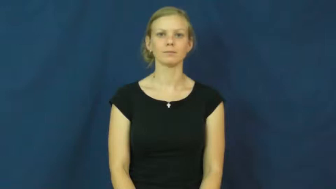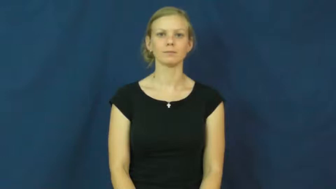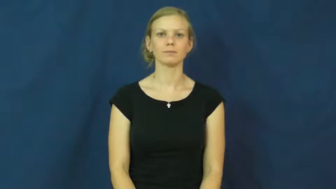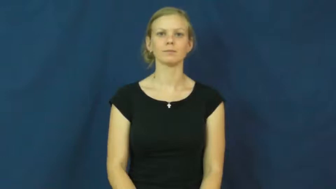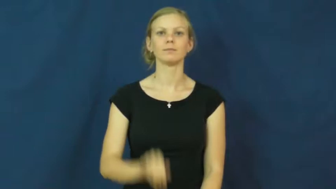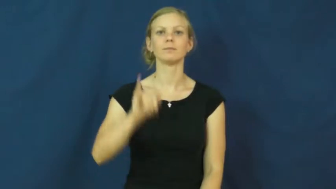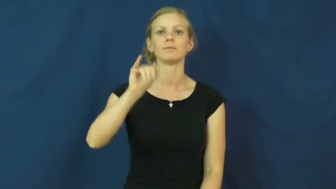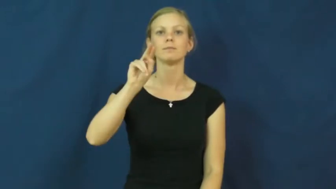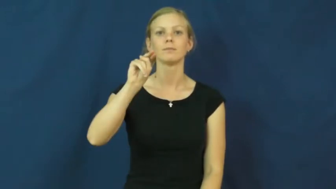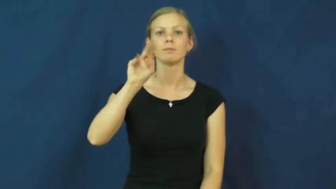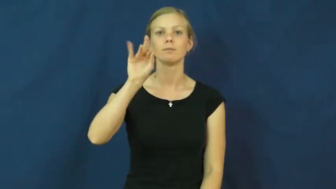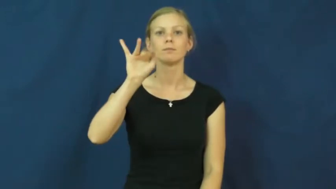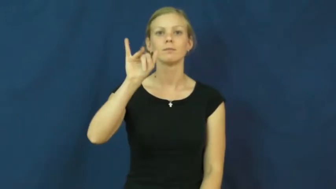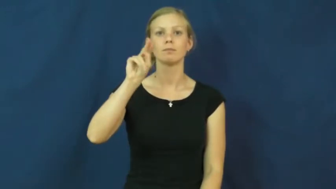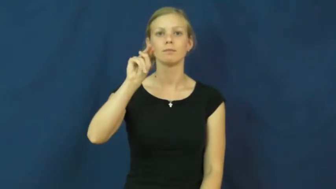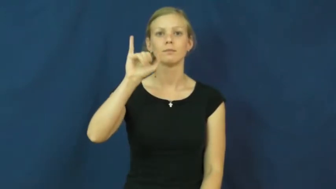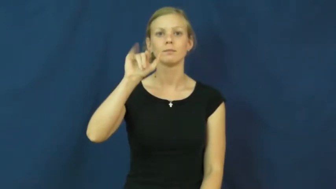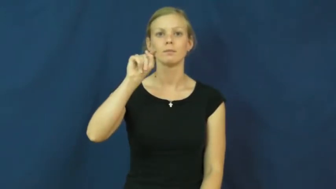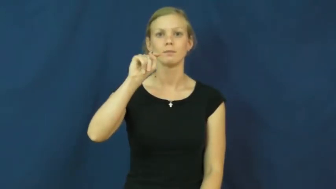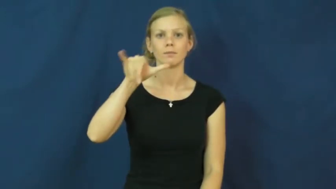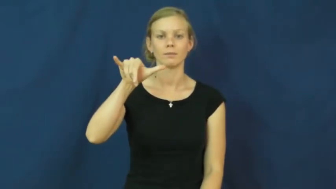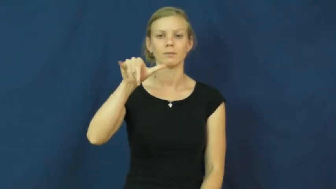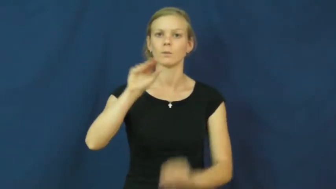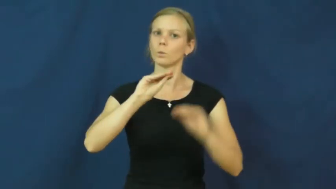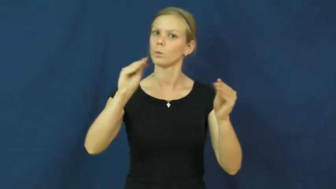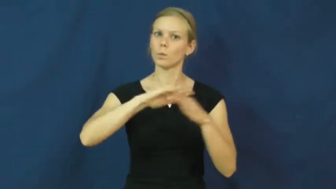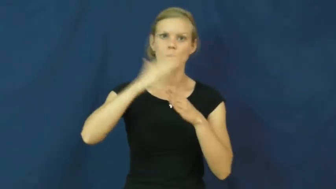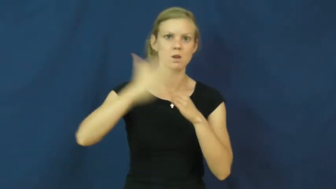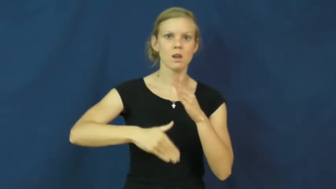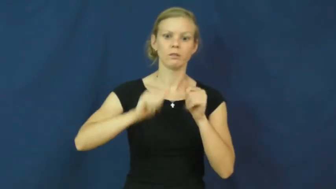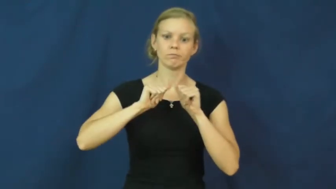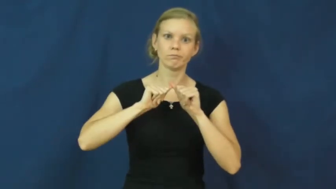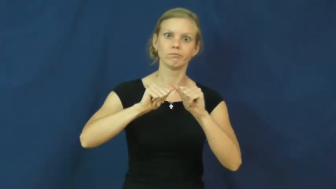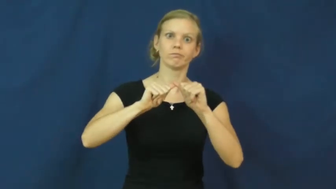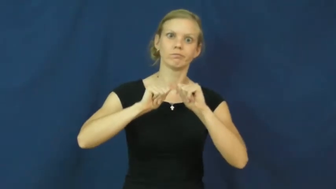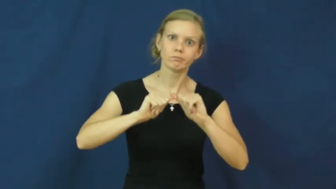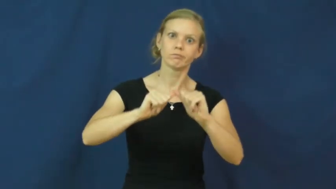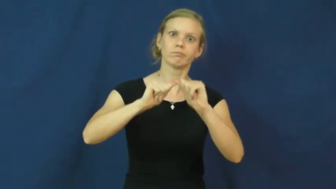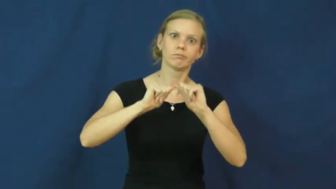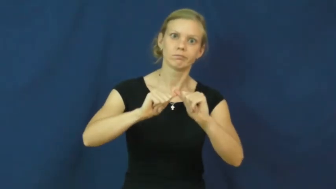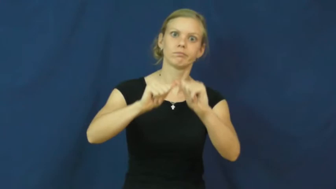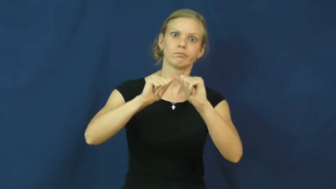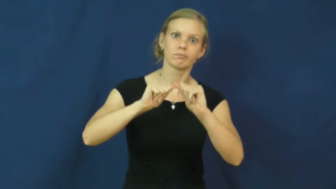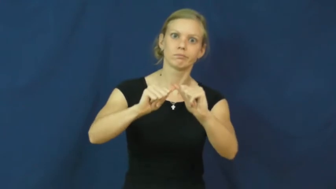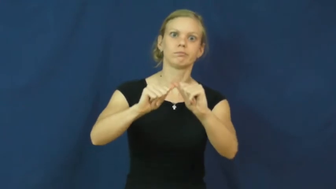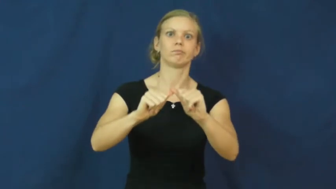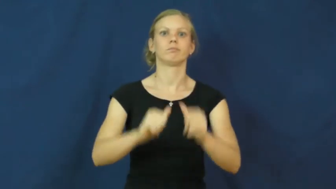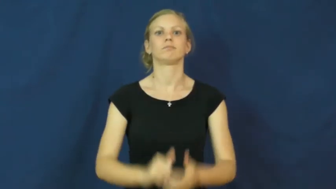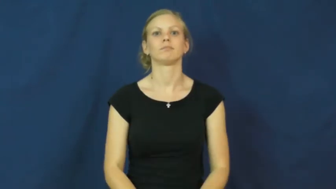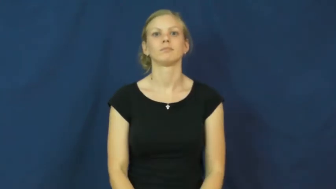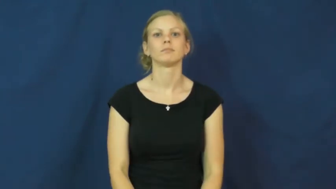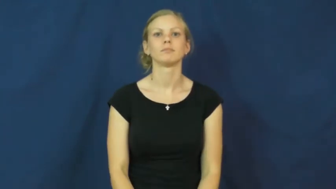infinity